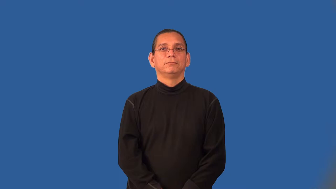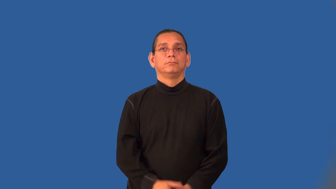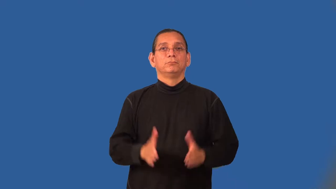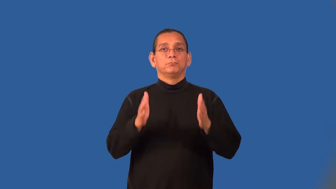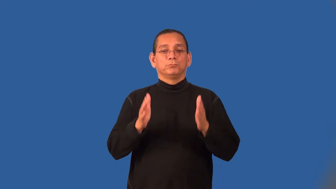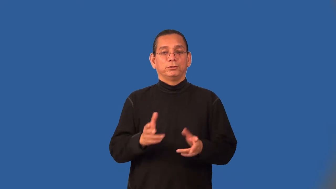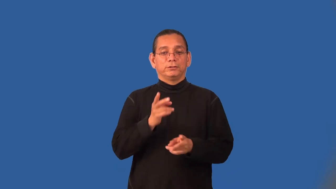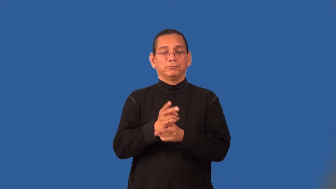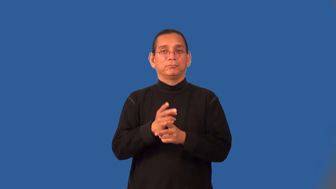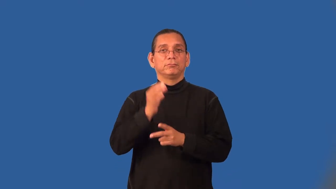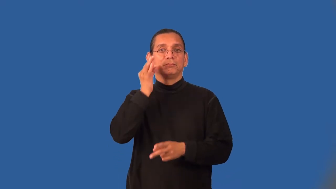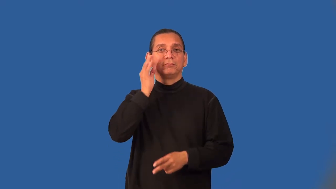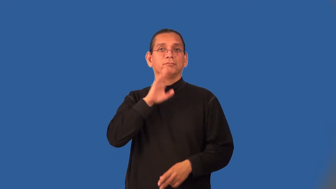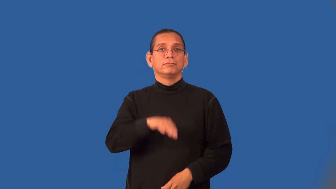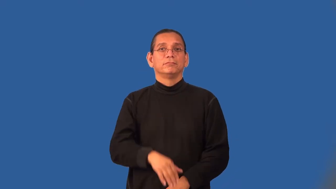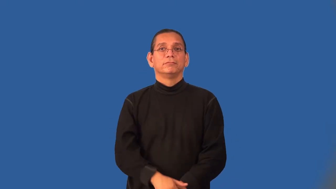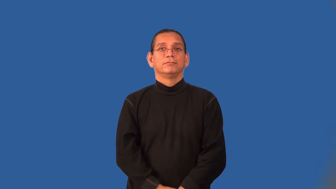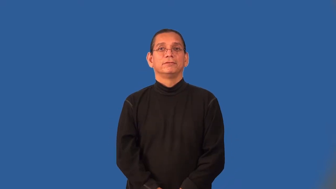beekeeper